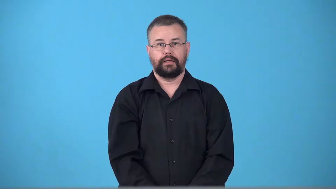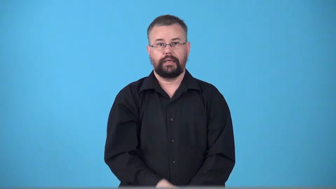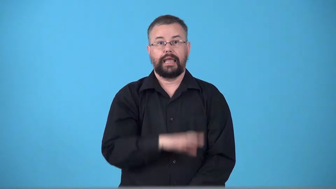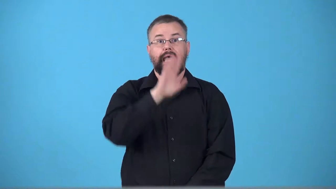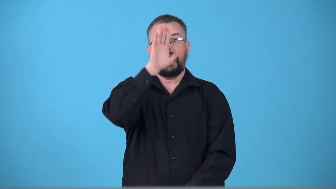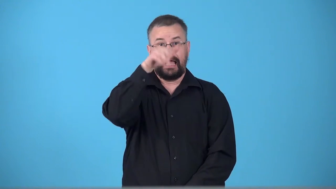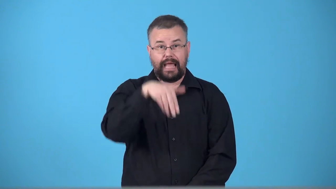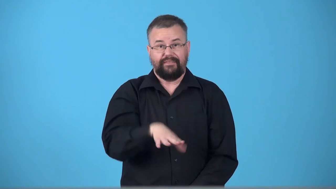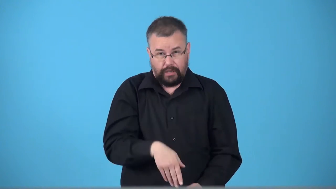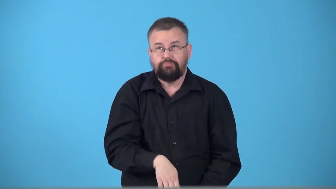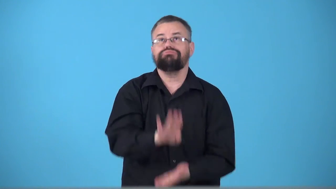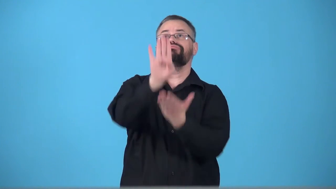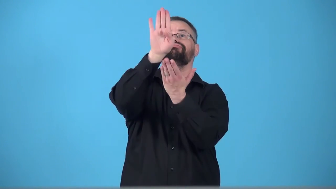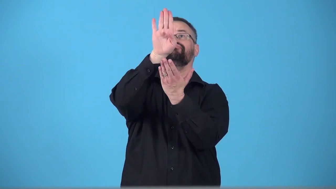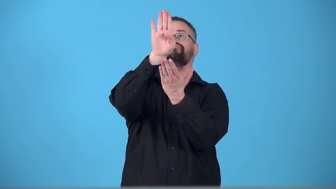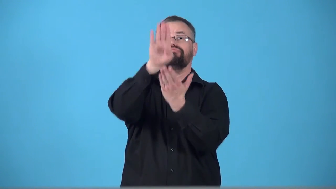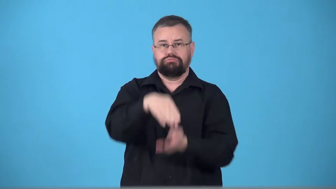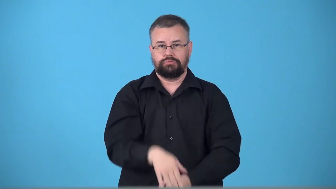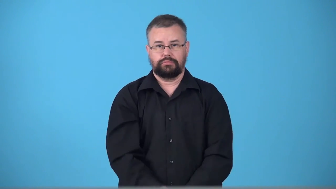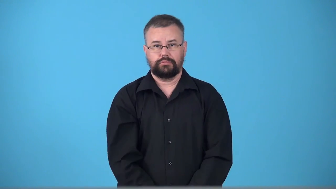trumpet-elephant makes noise with trunk